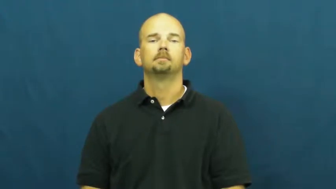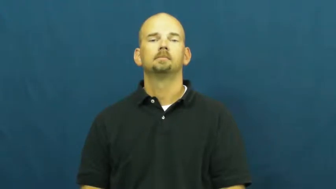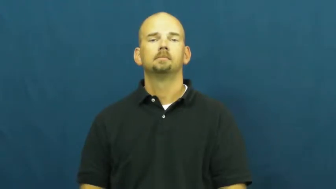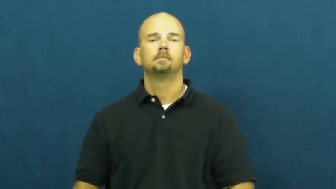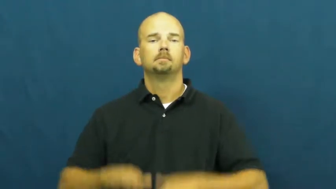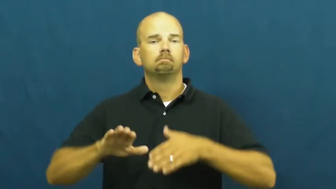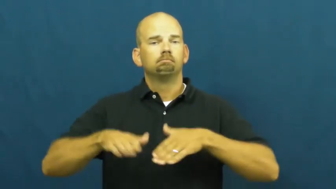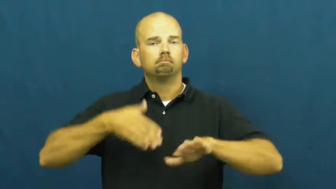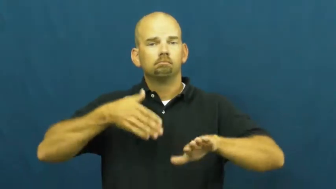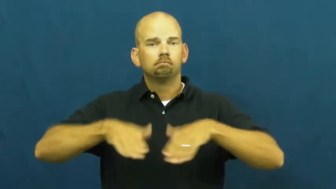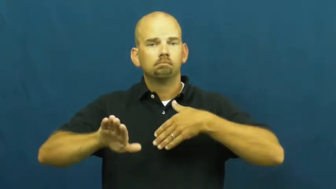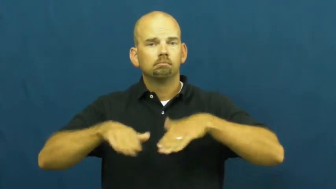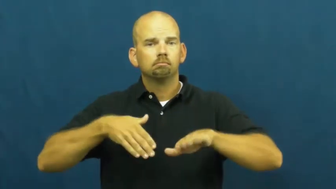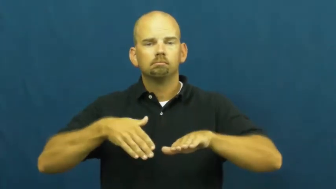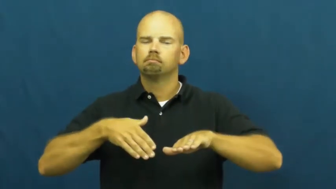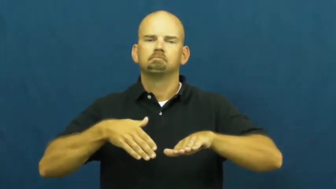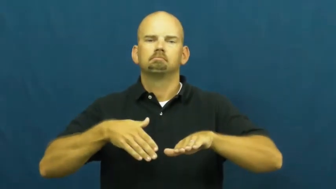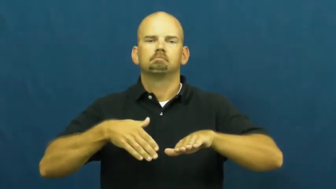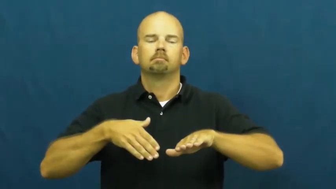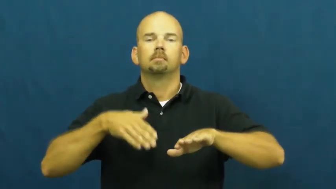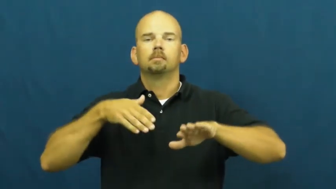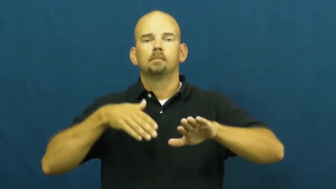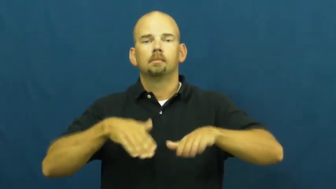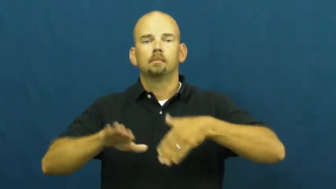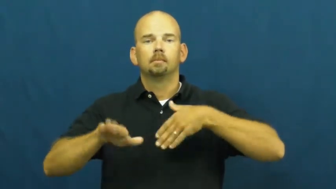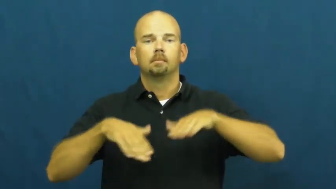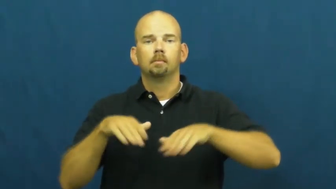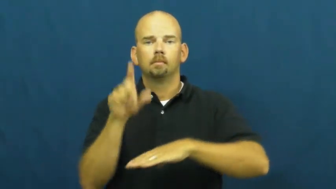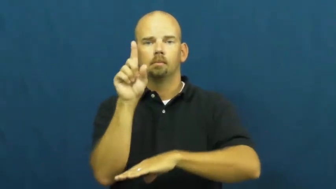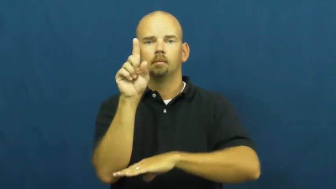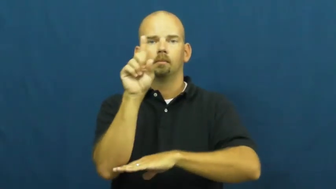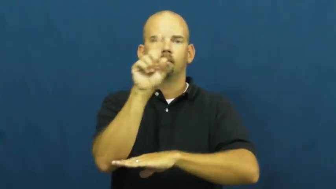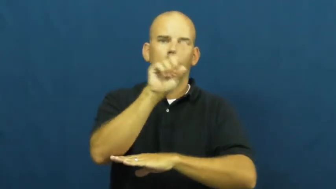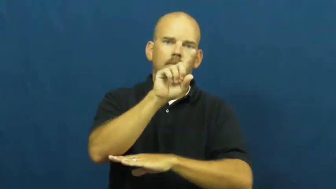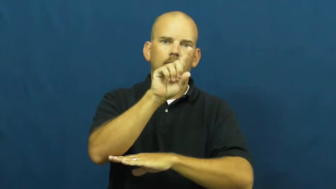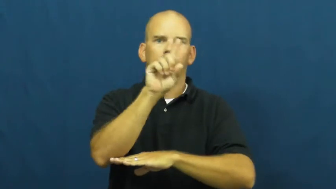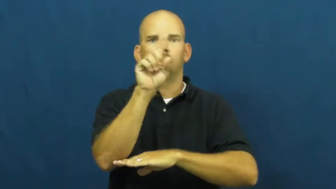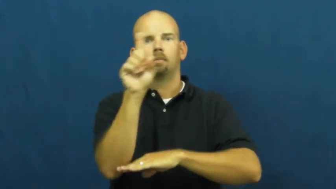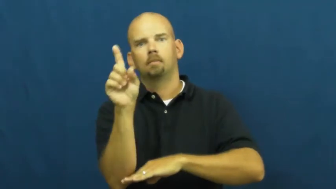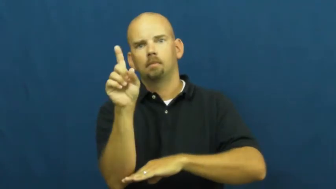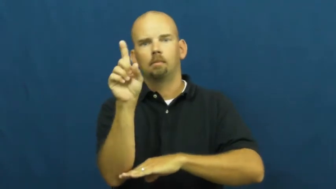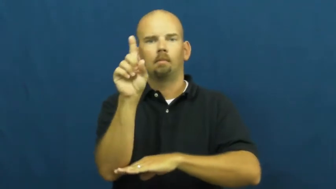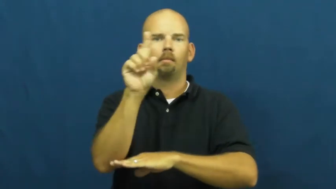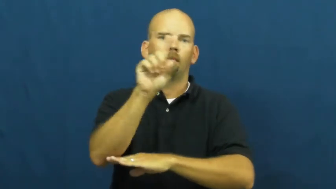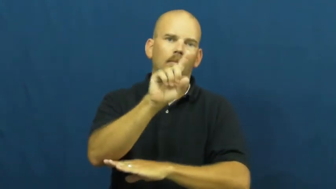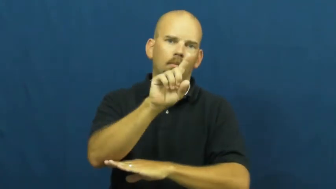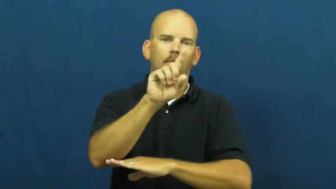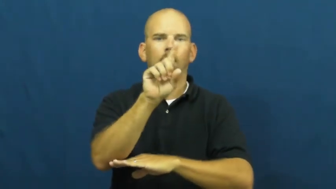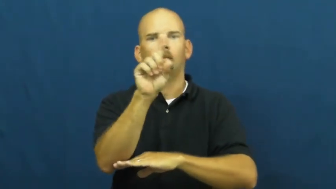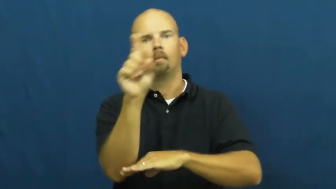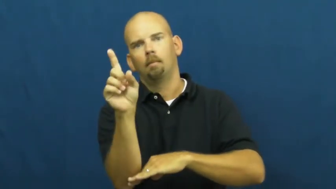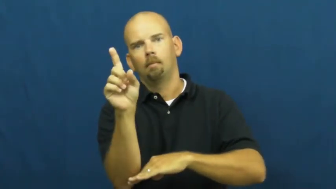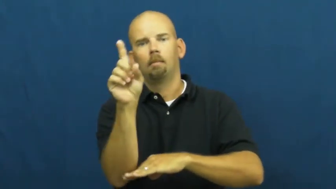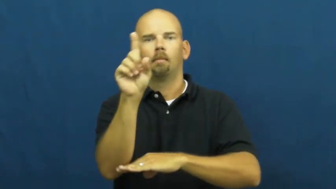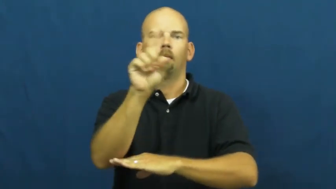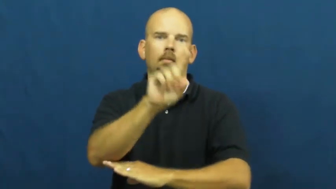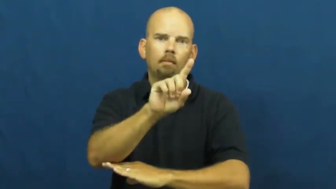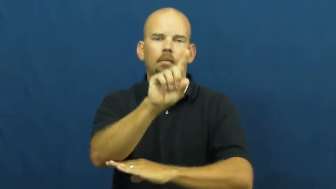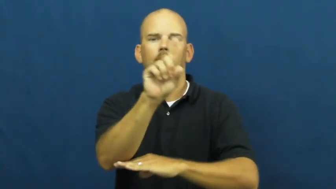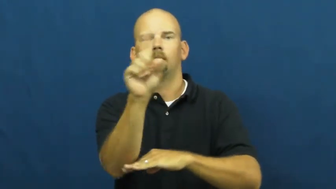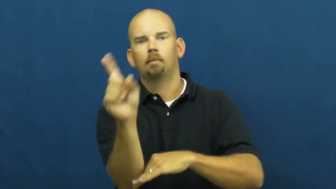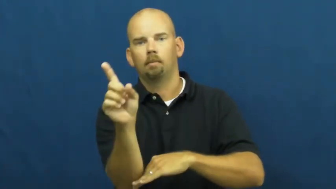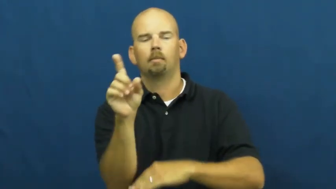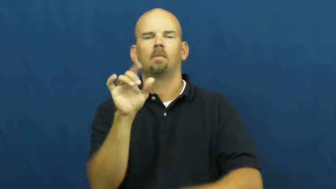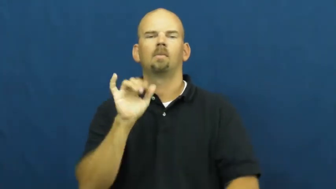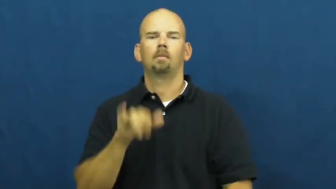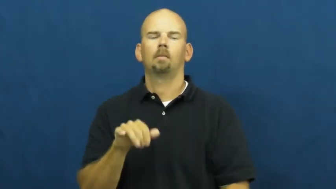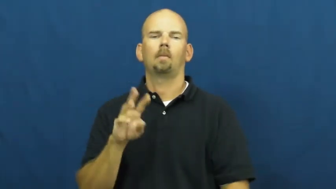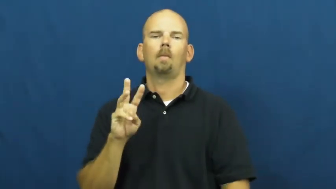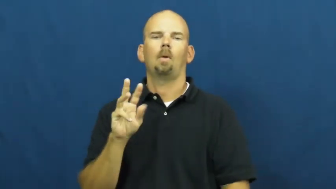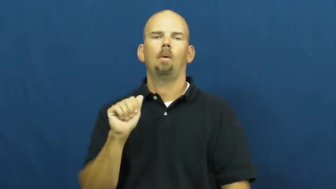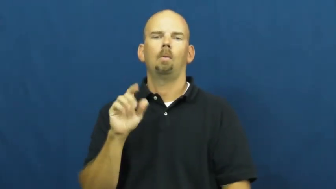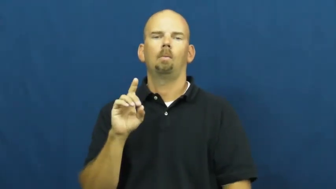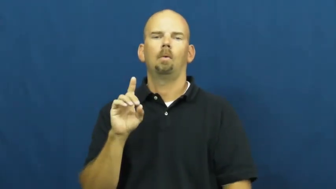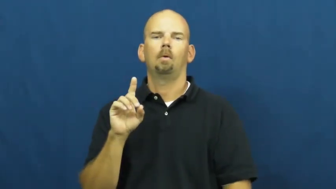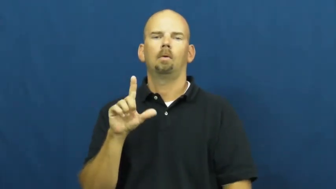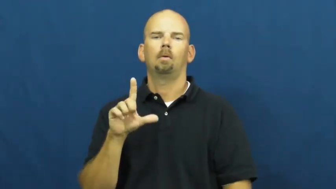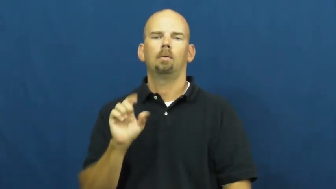waddle